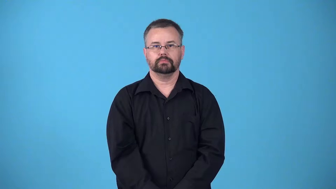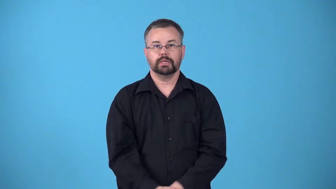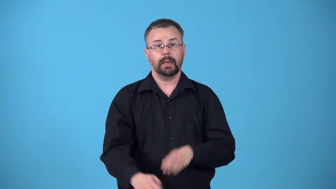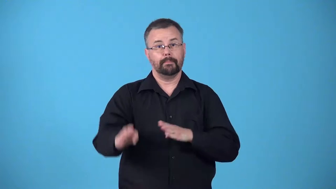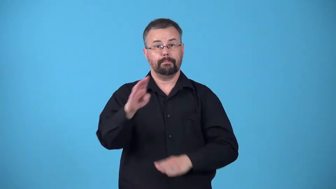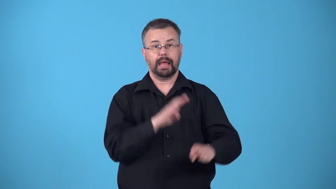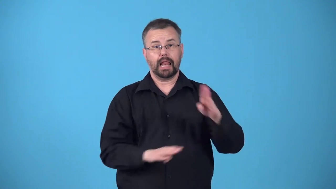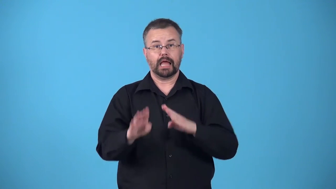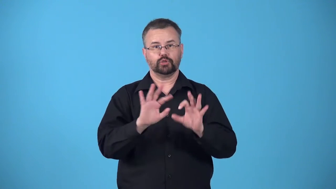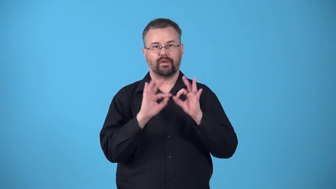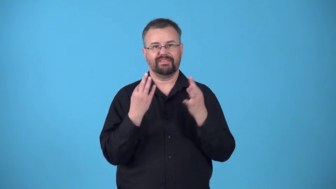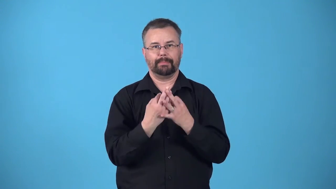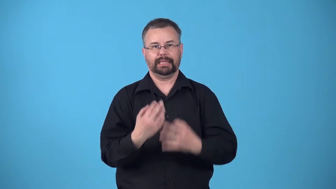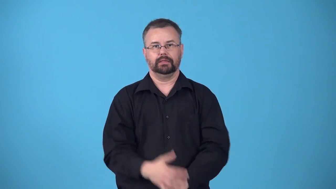biological-related by blood